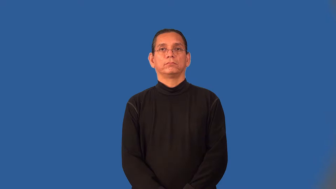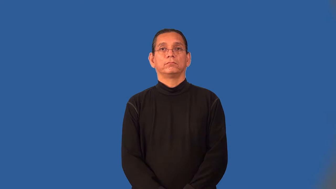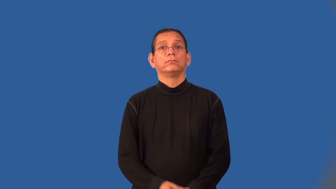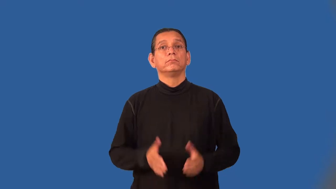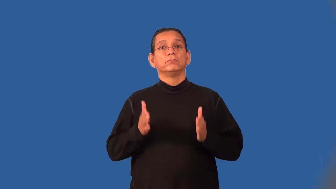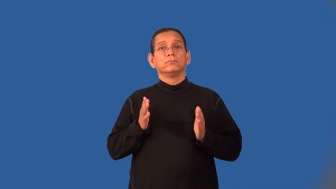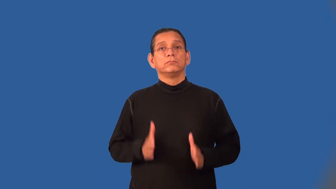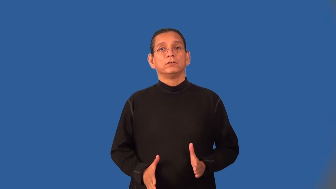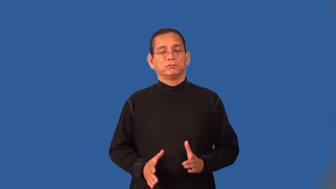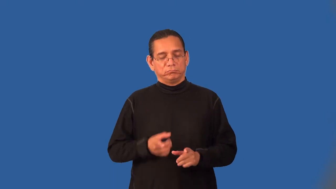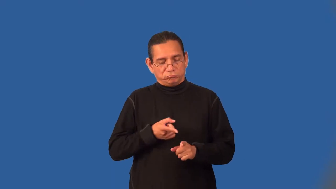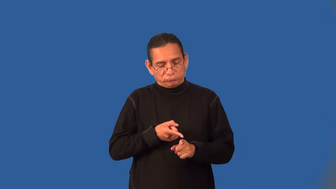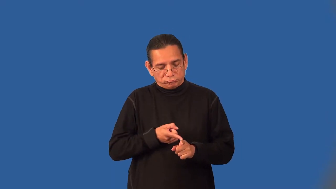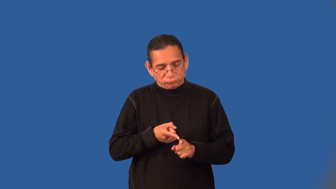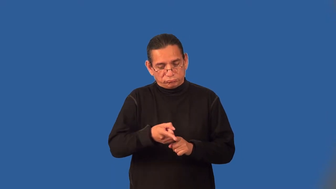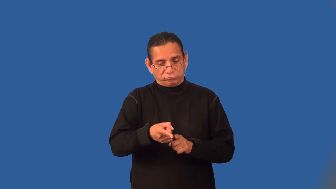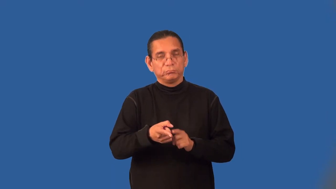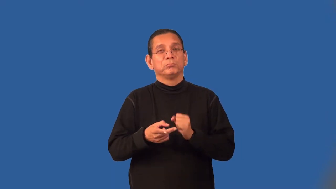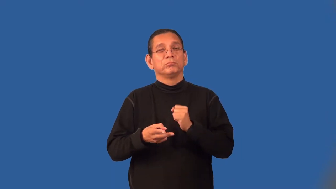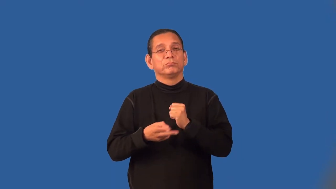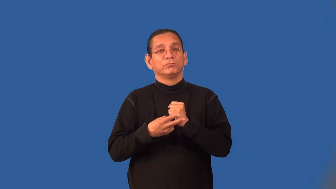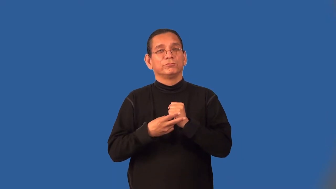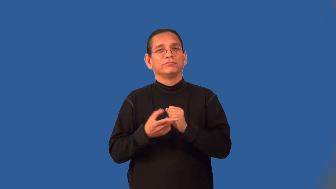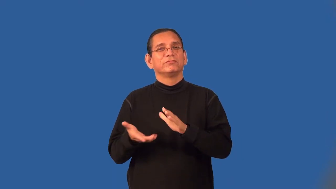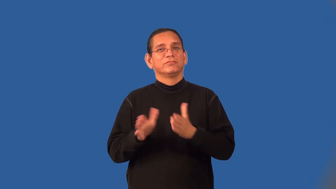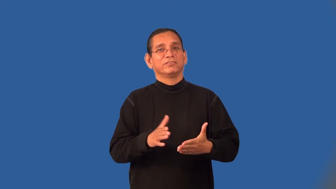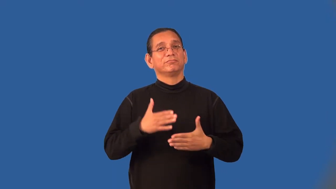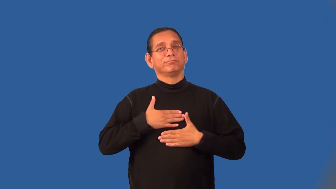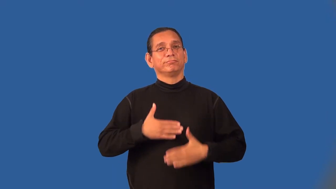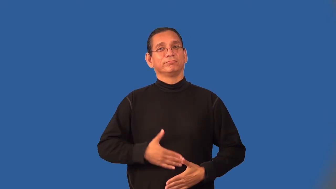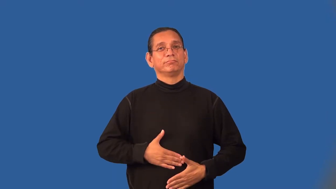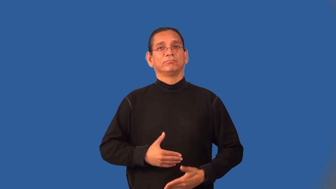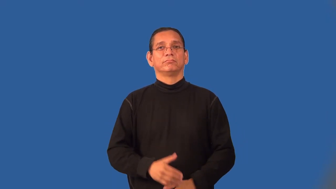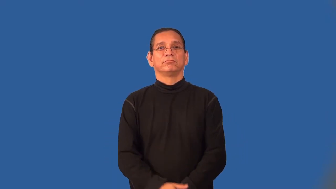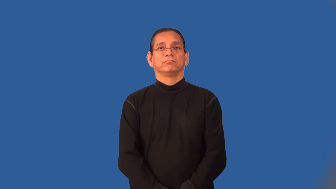embalmer